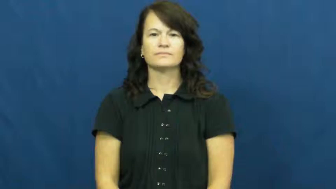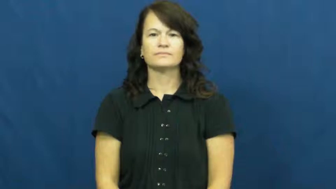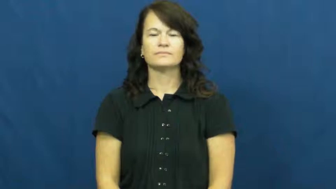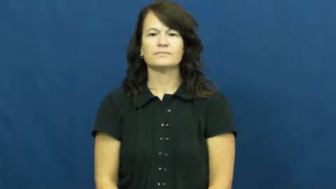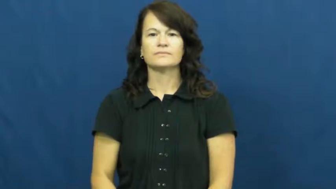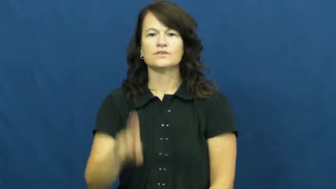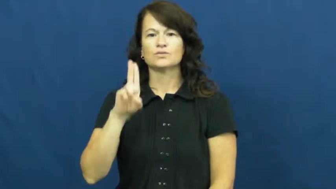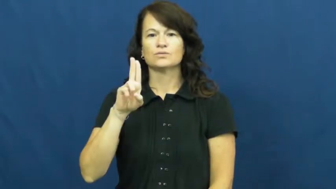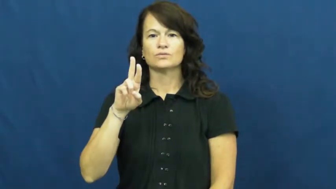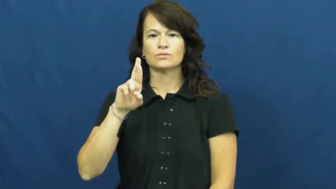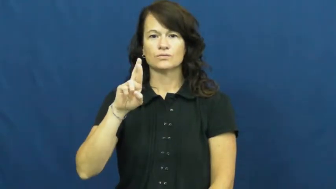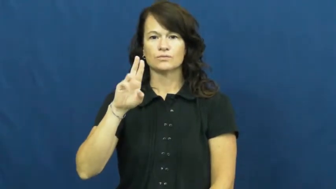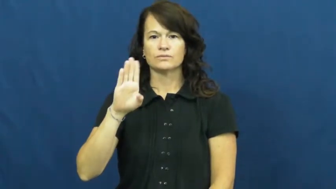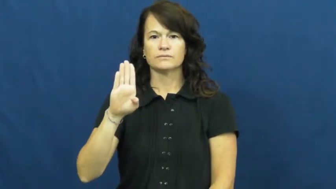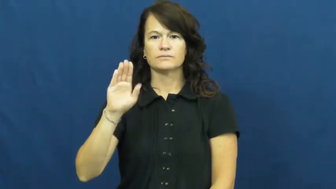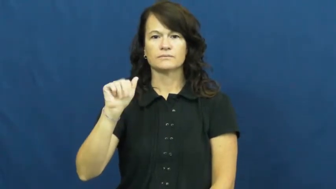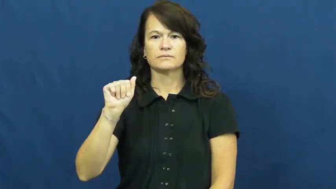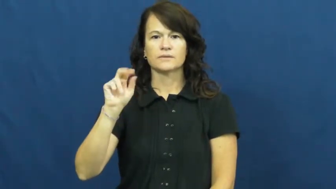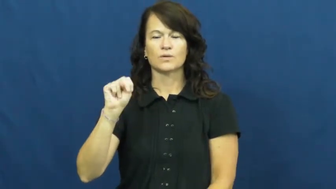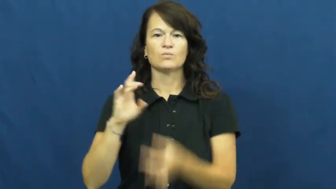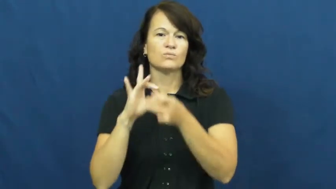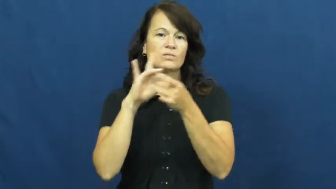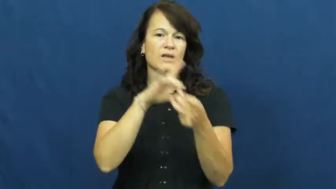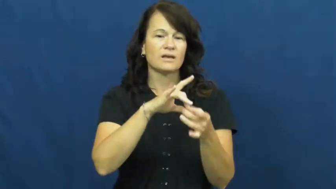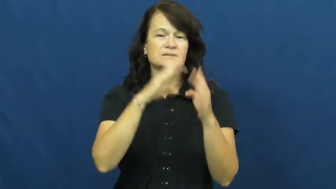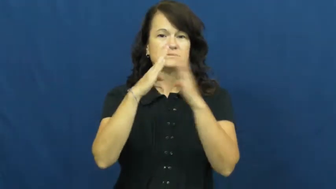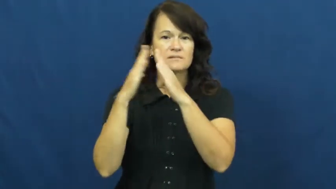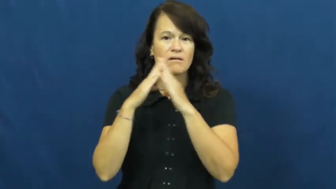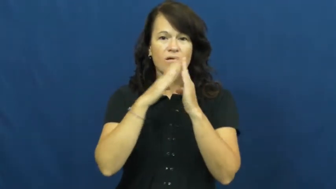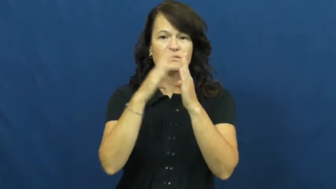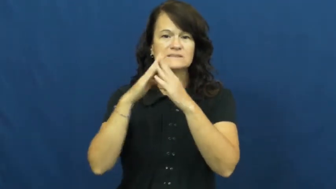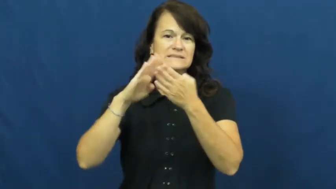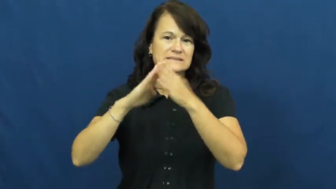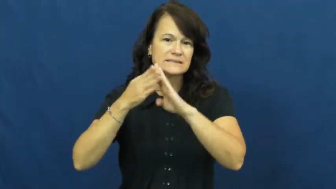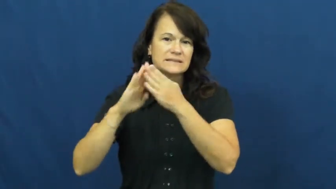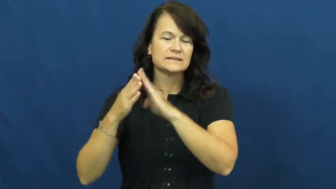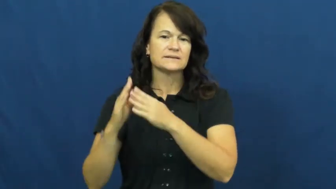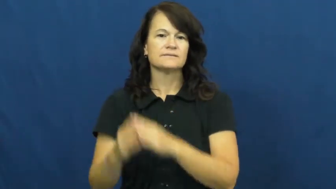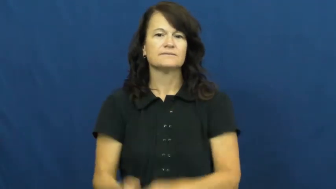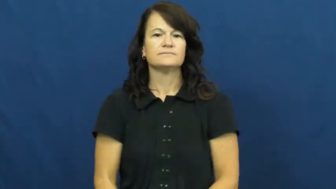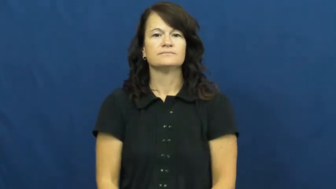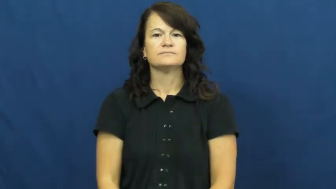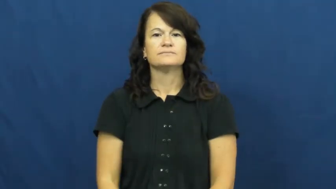urban